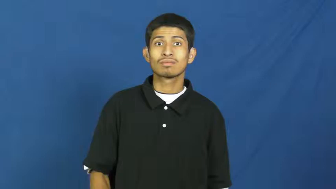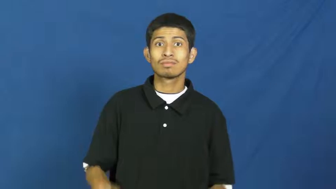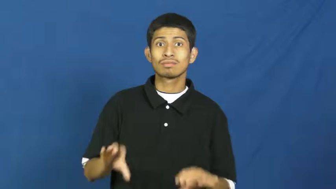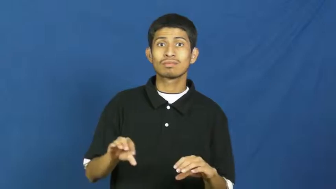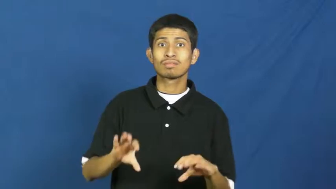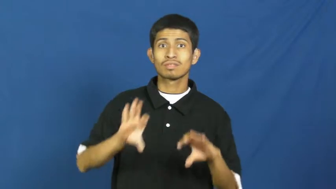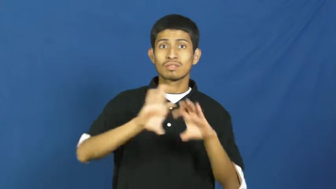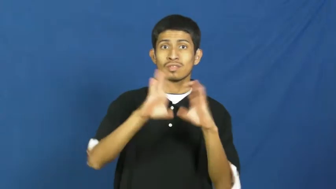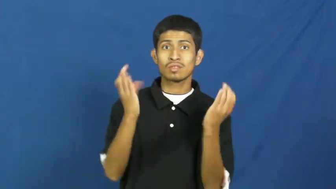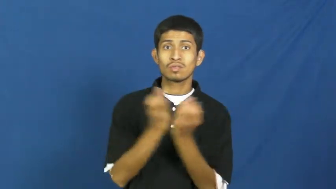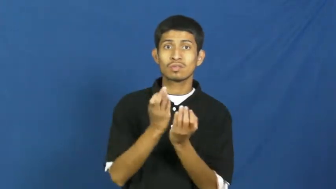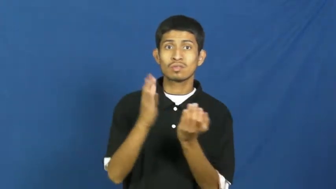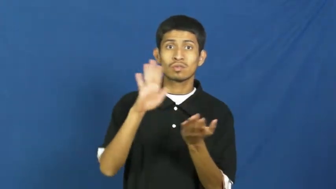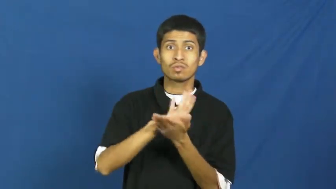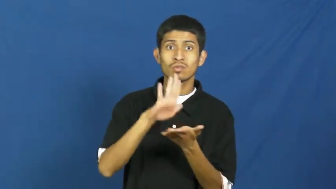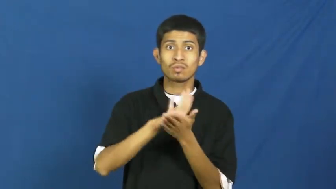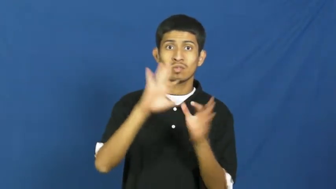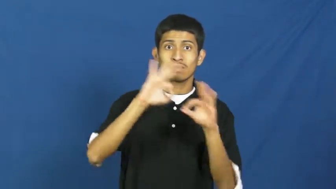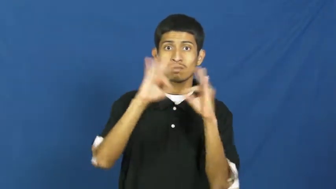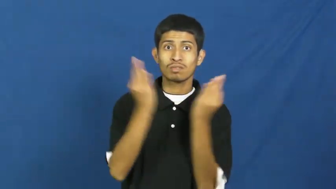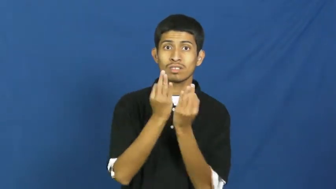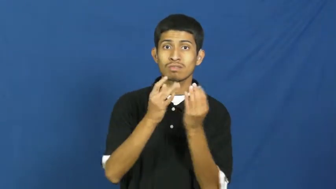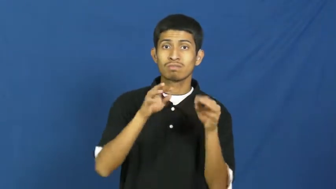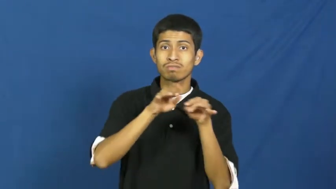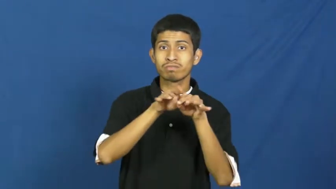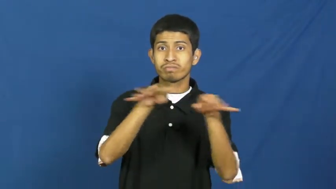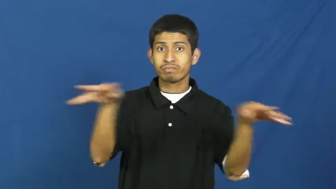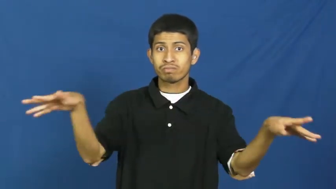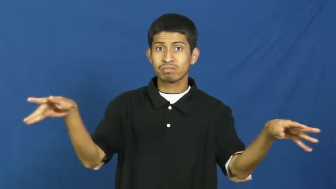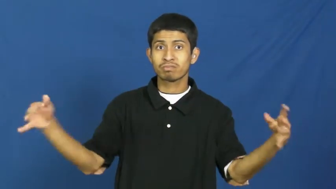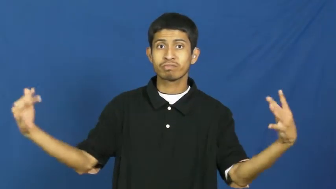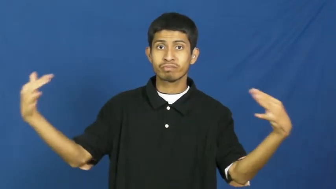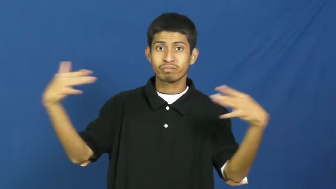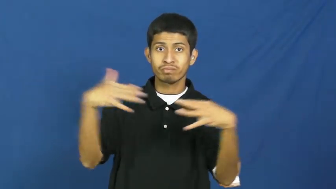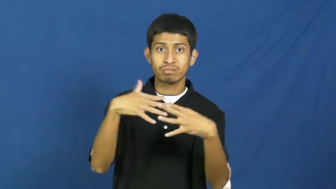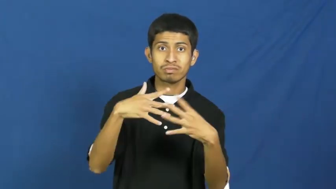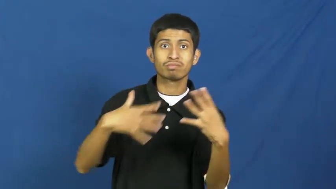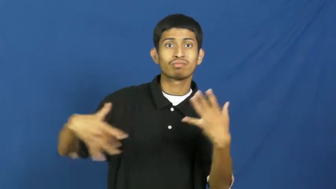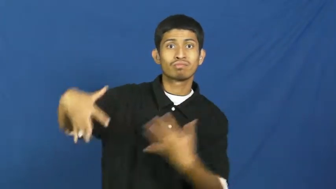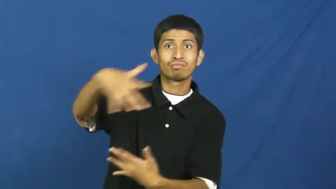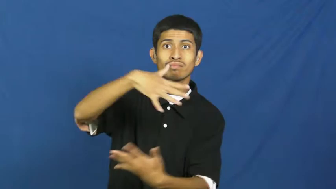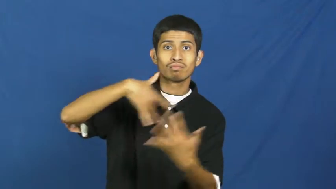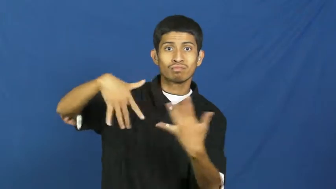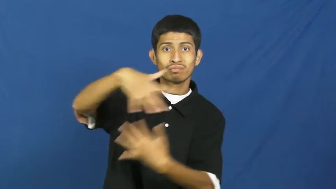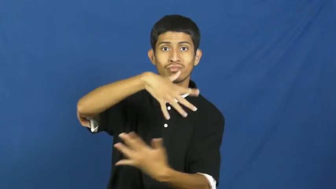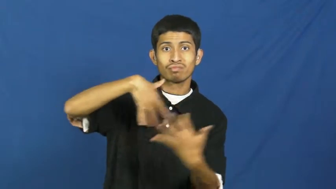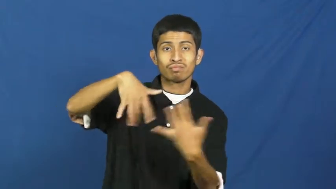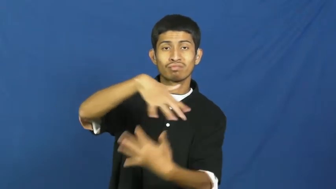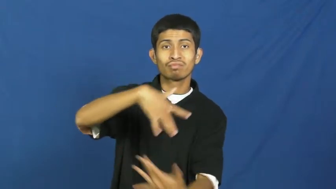reunion